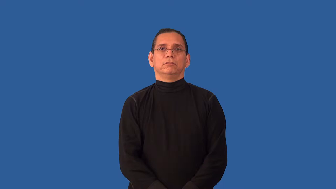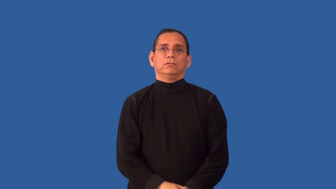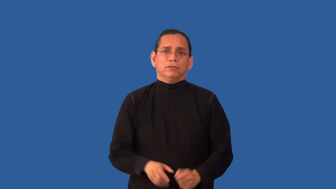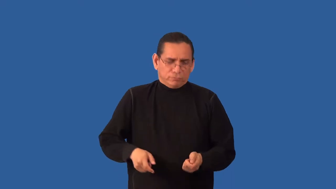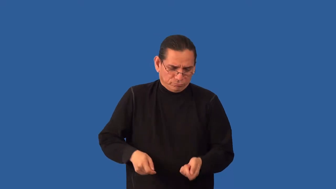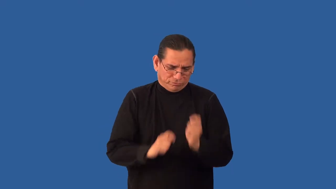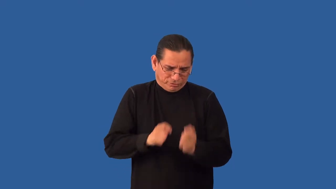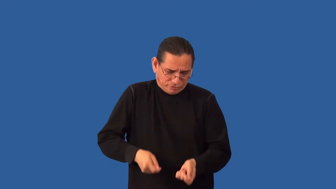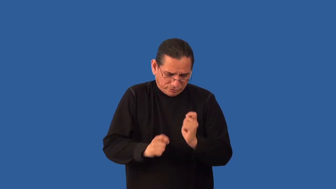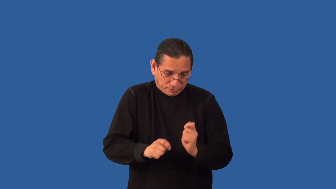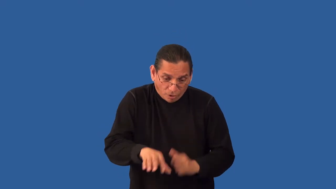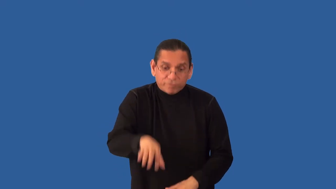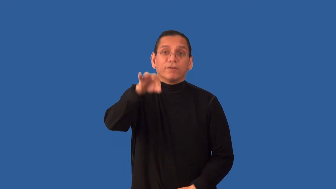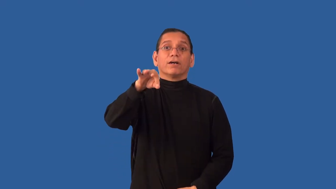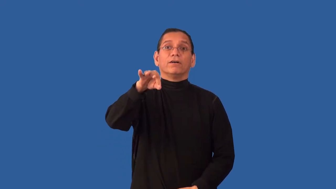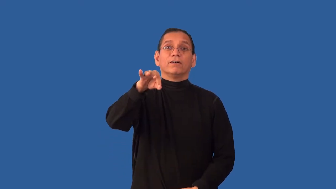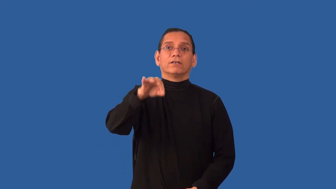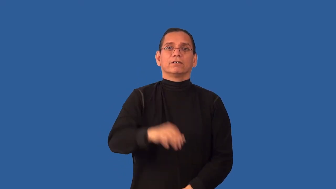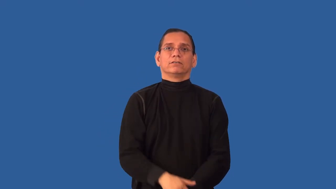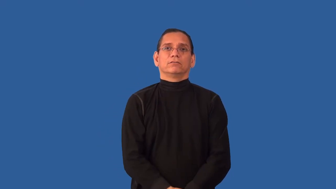unearth